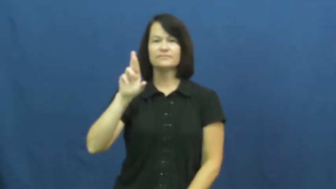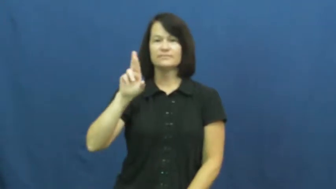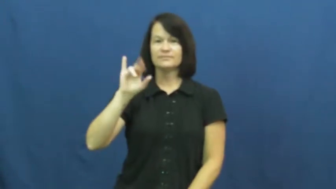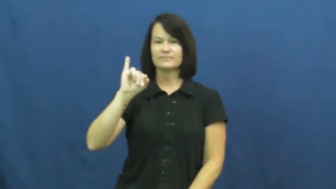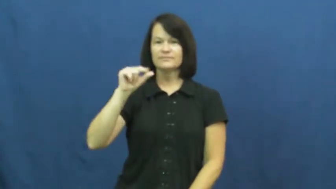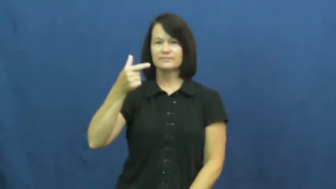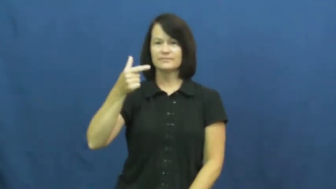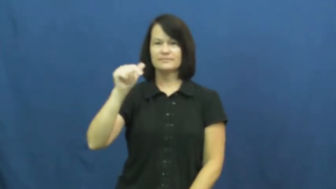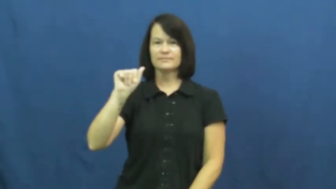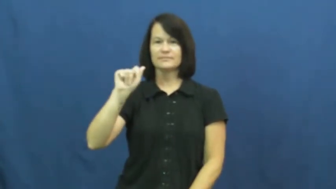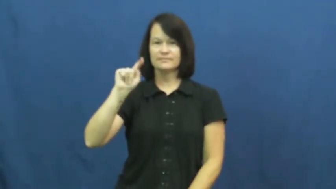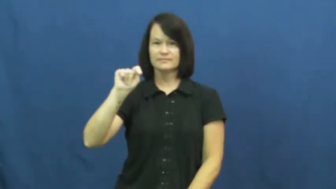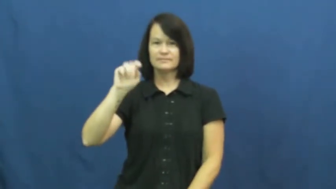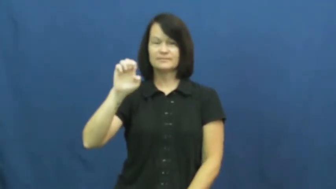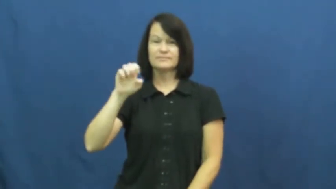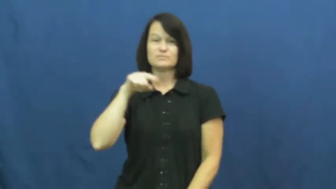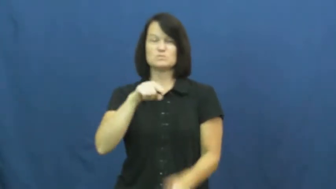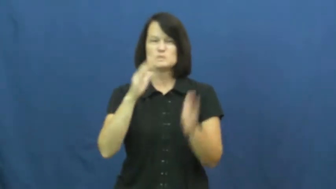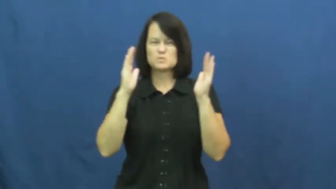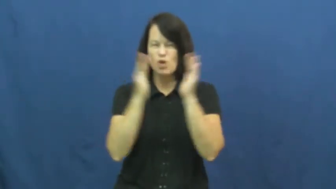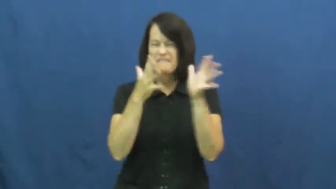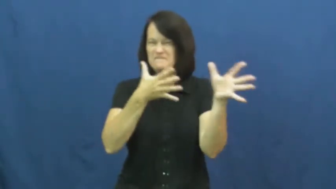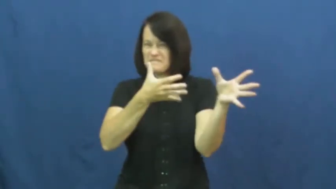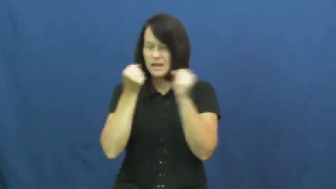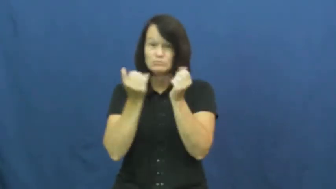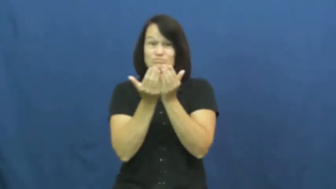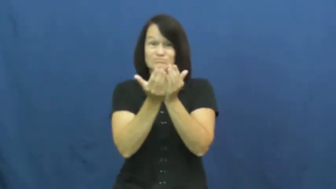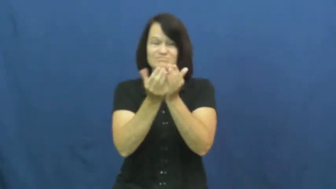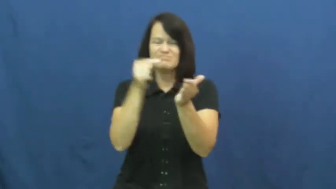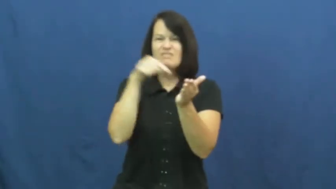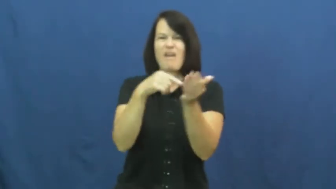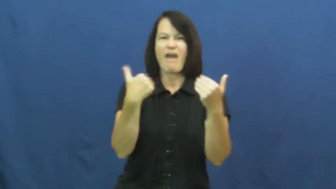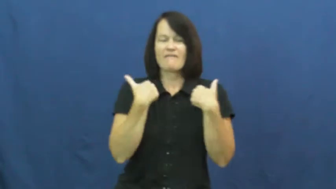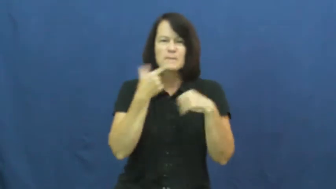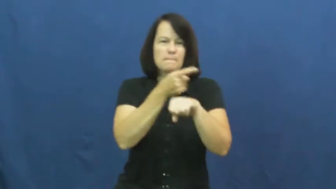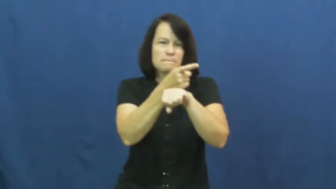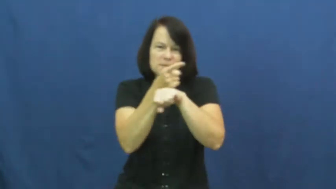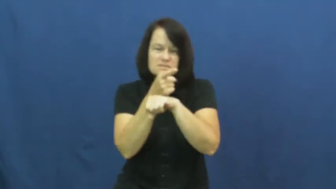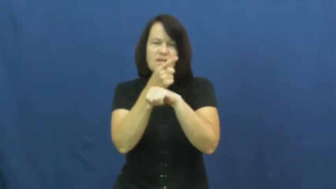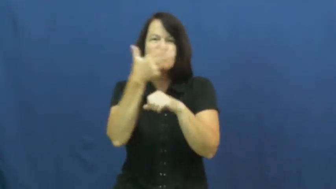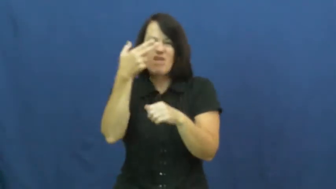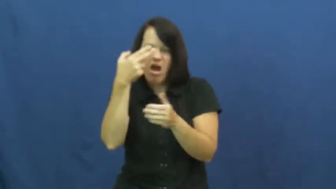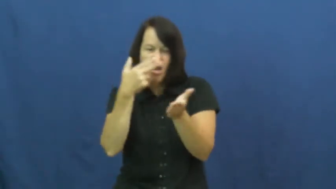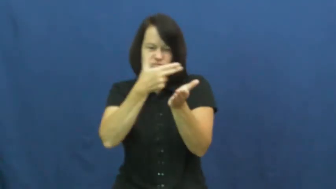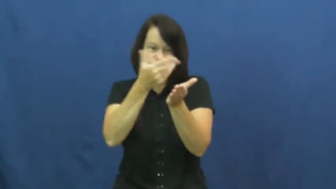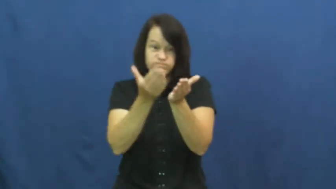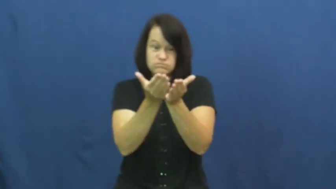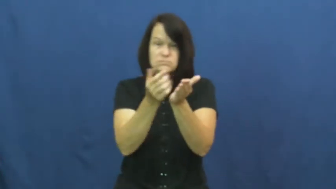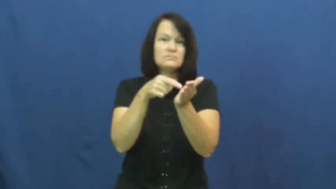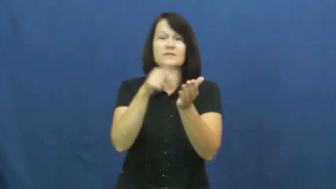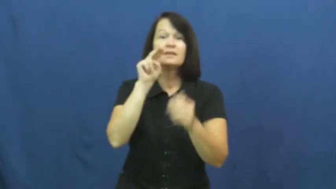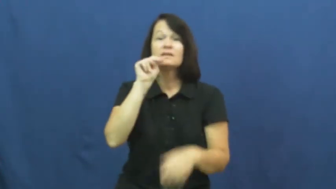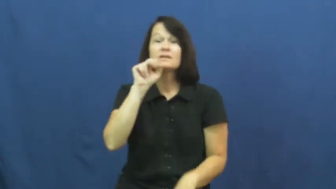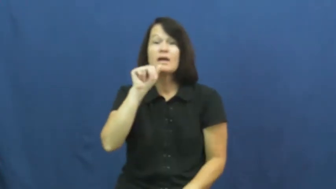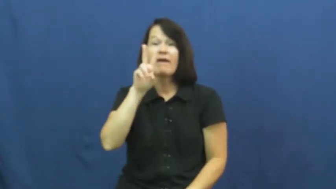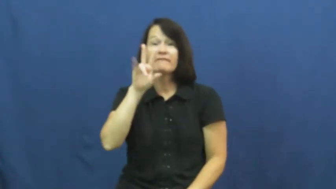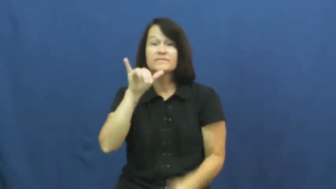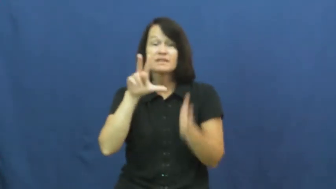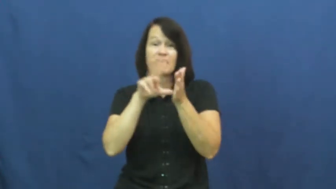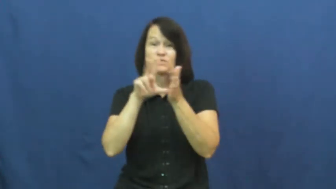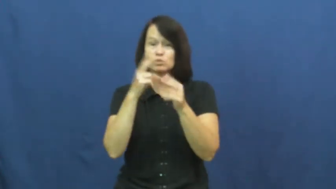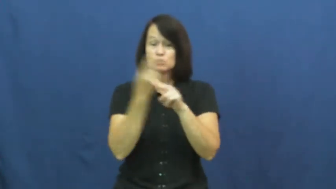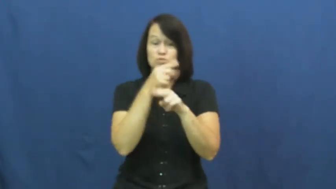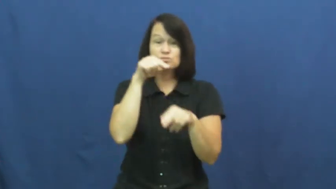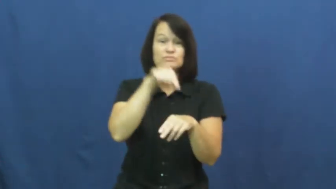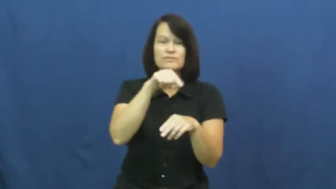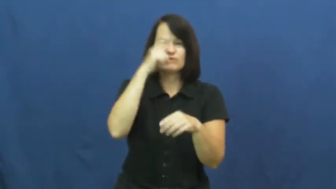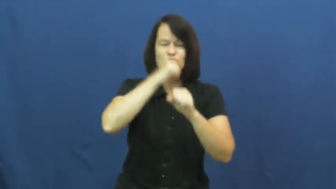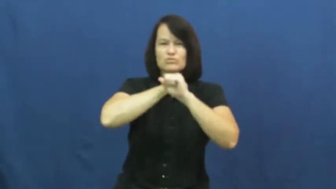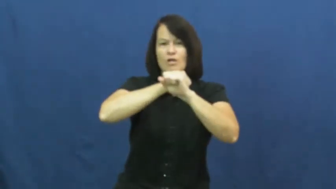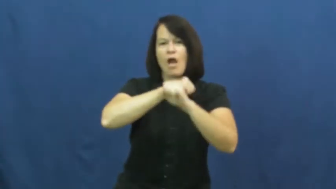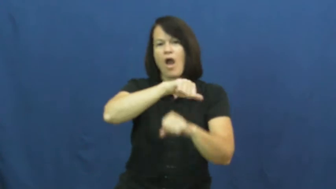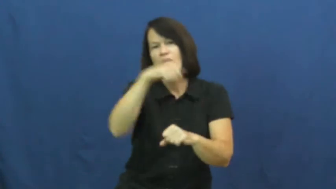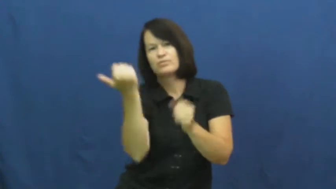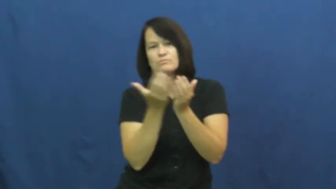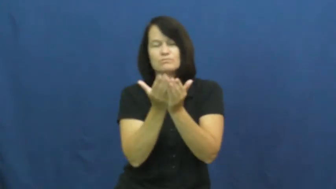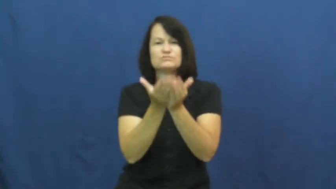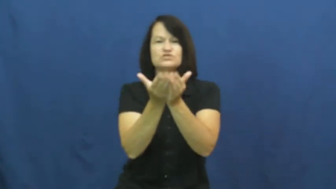frigate